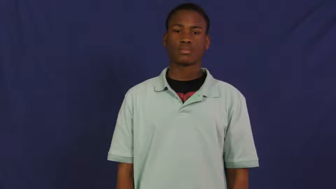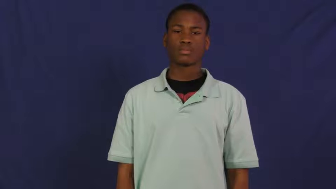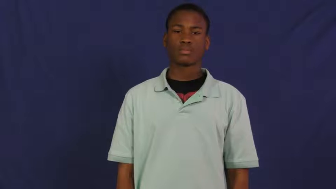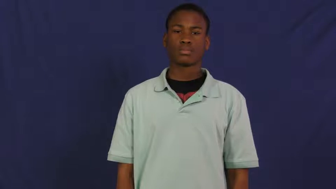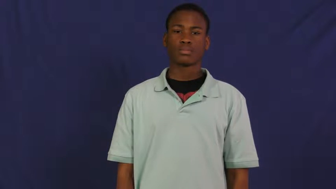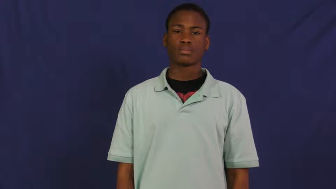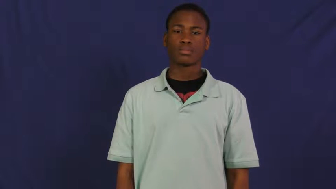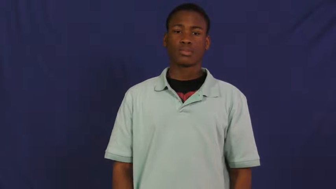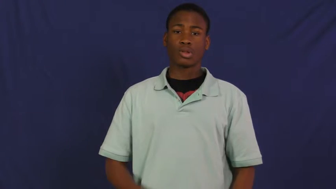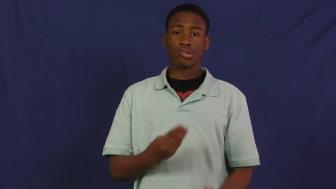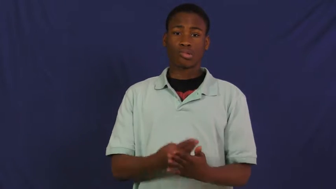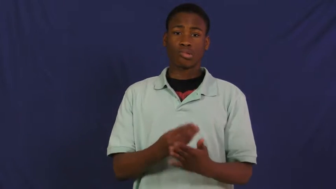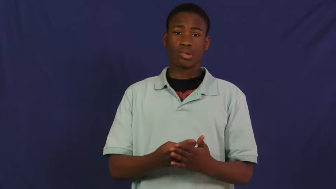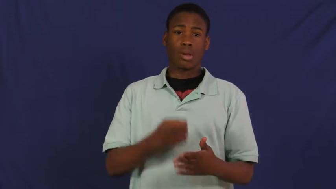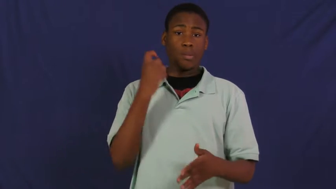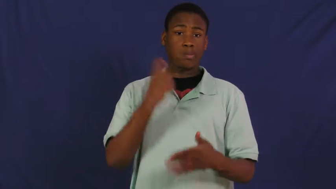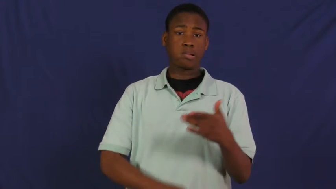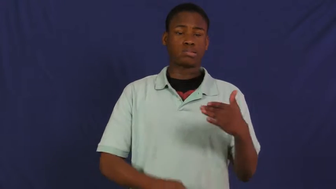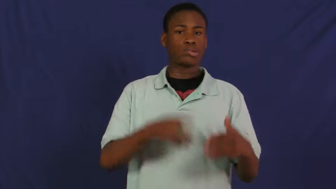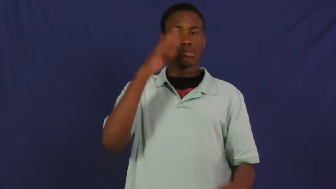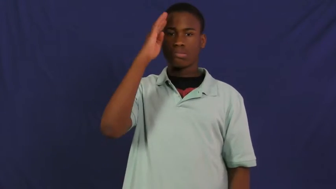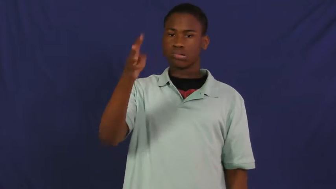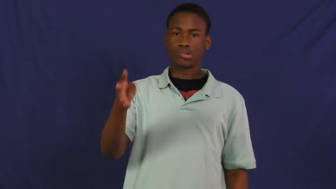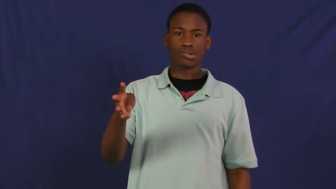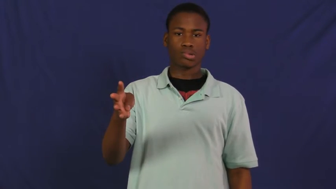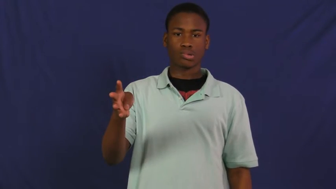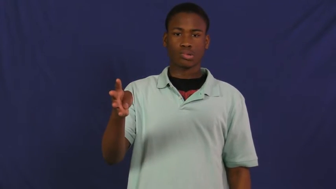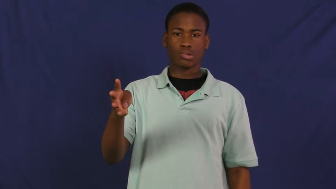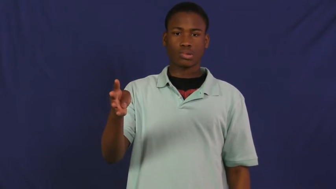priceless